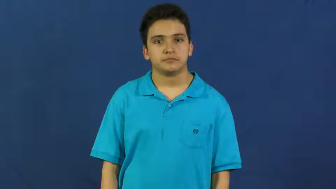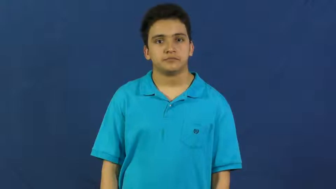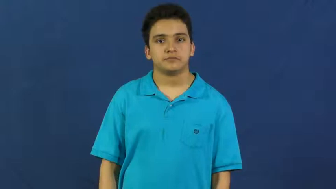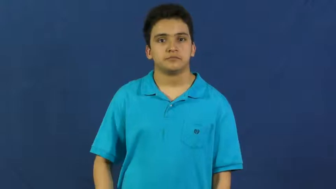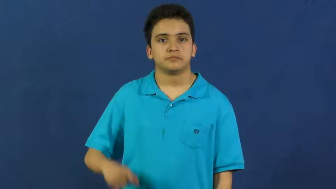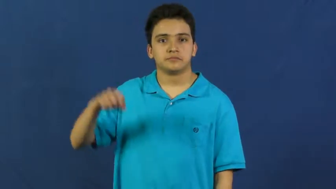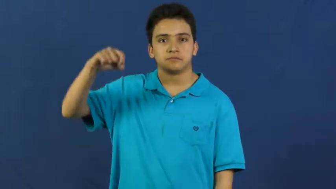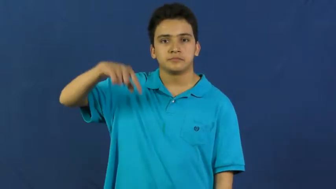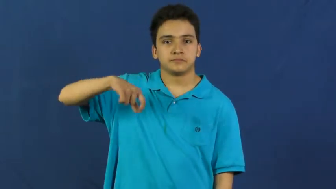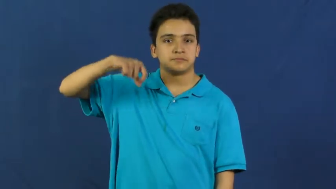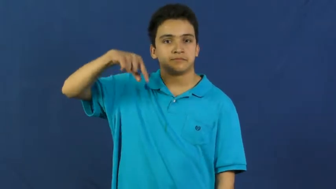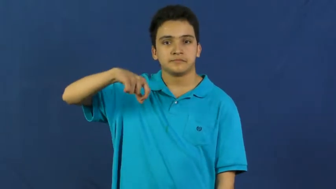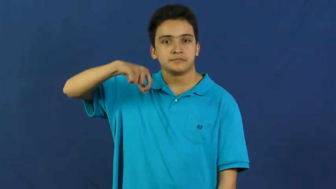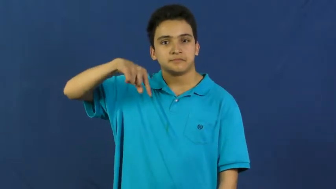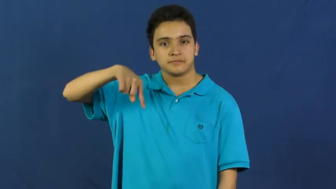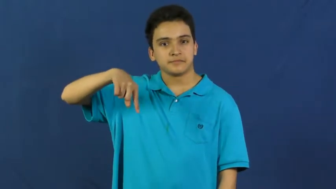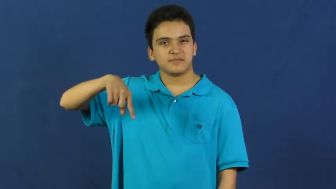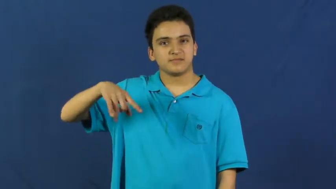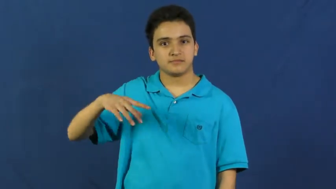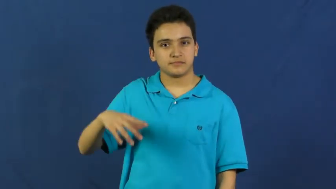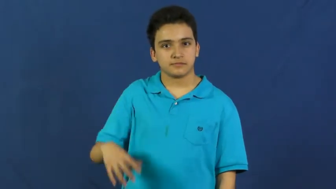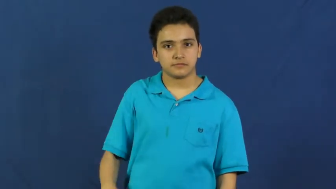drip